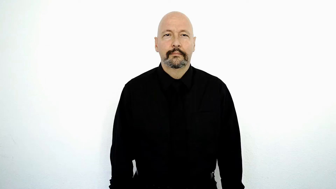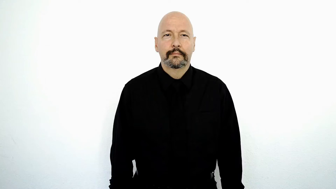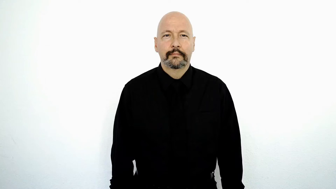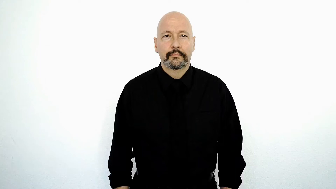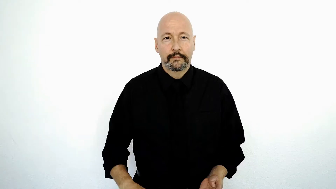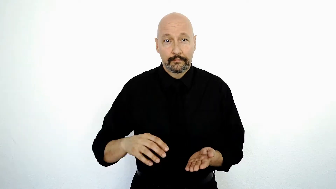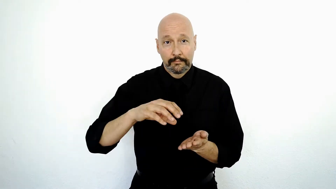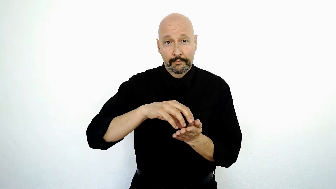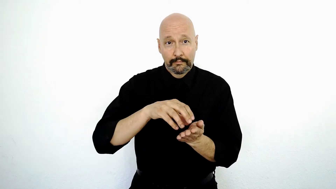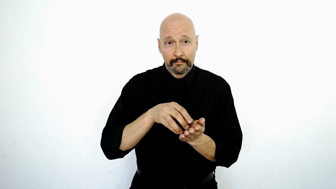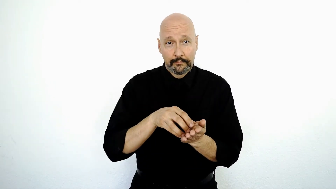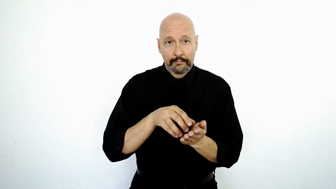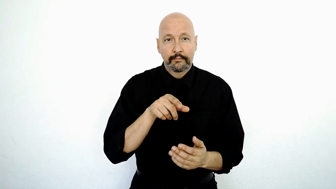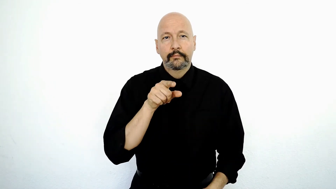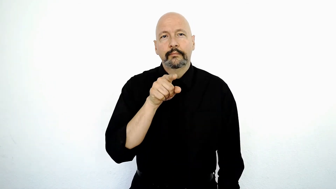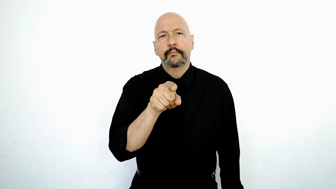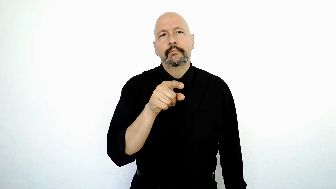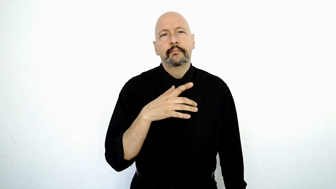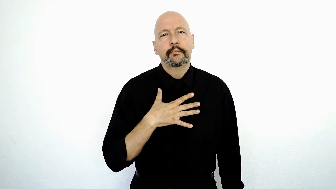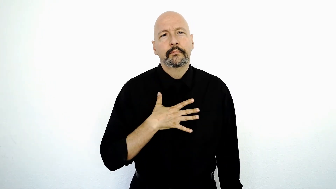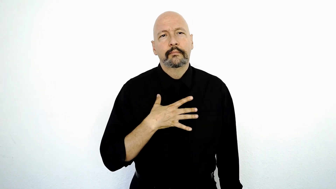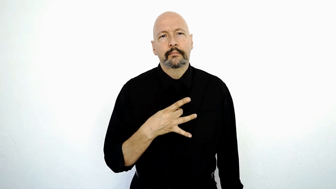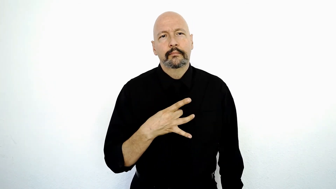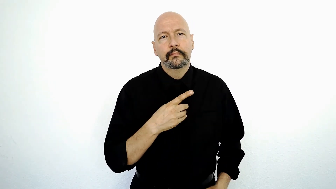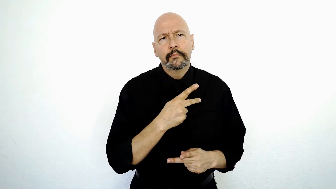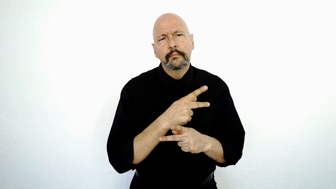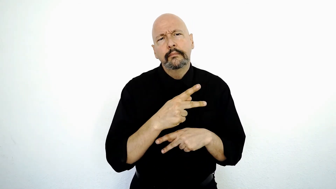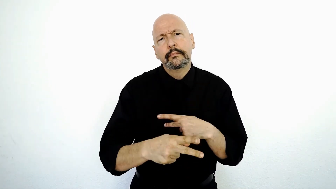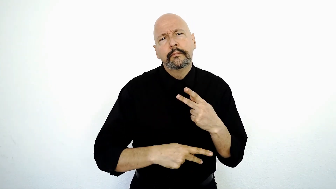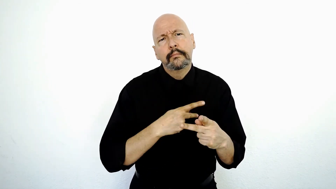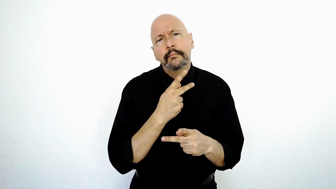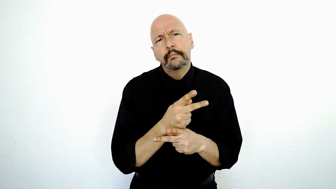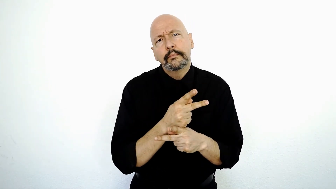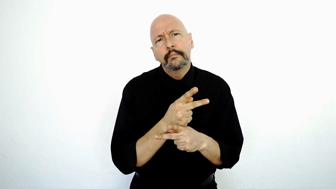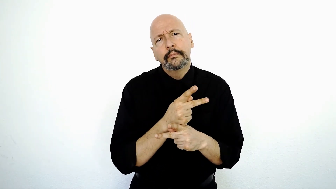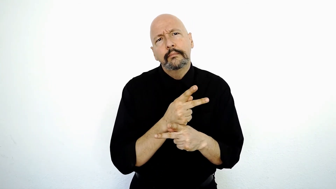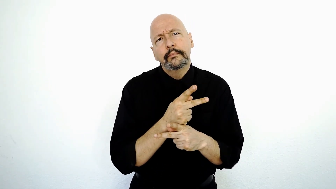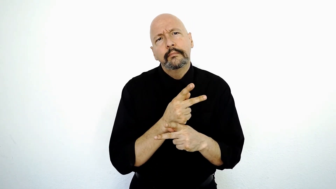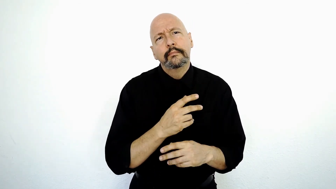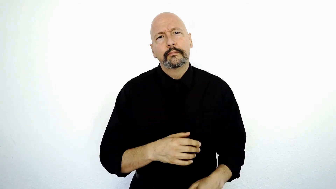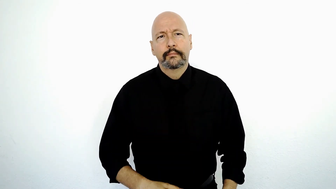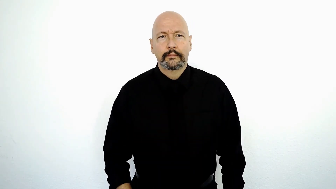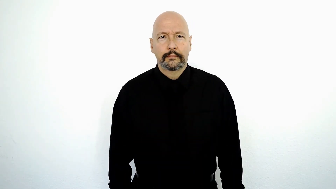COOKIE, YOU LIKE WHAT-KIND?